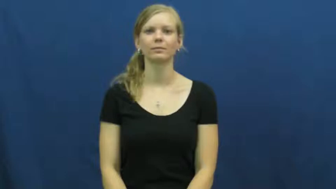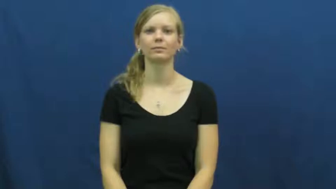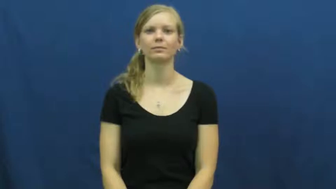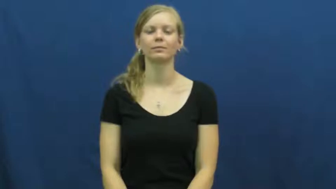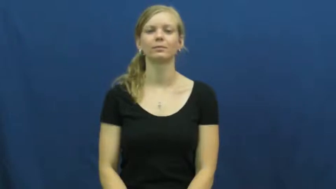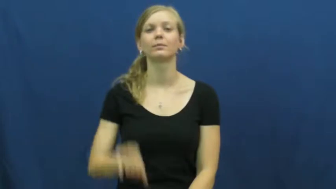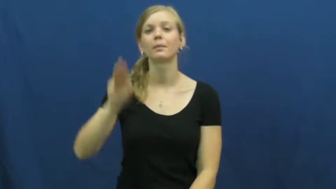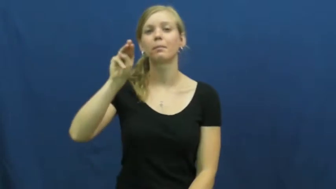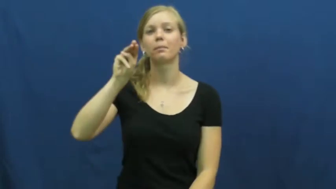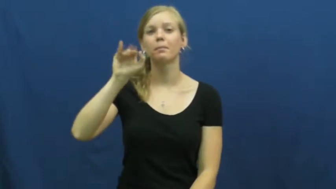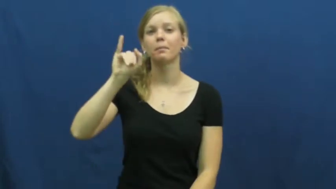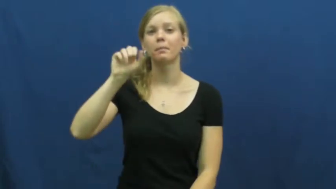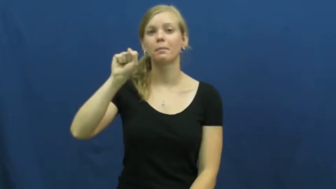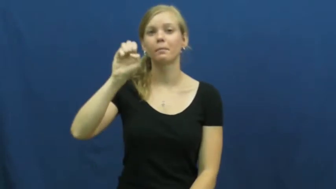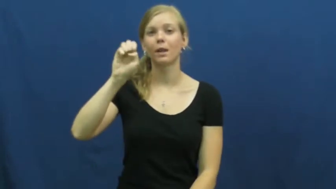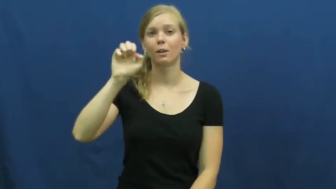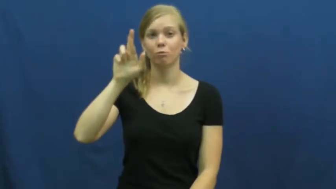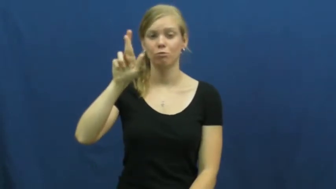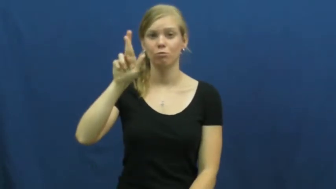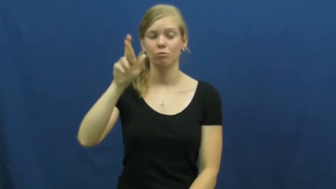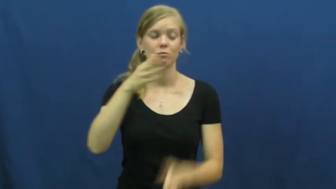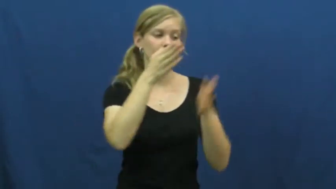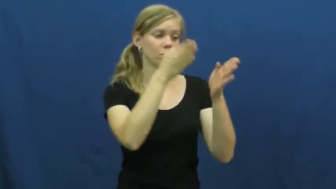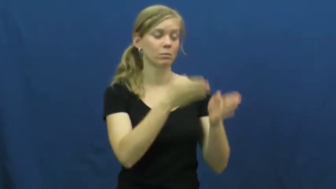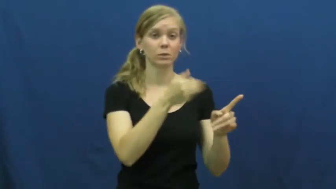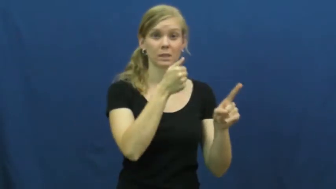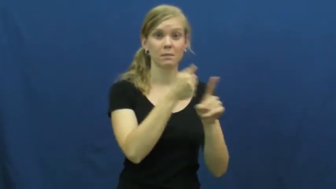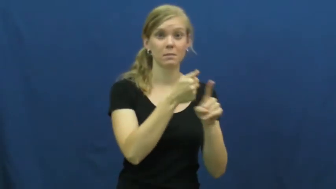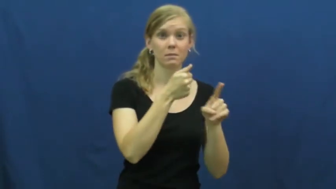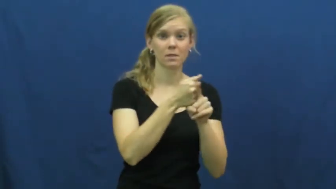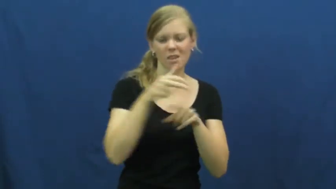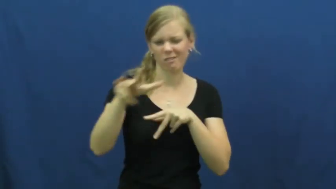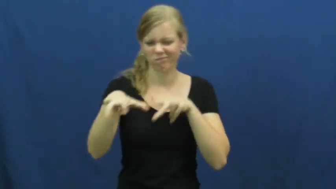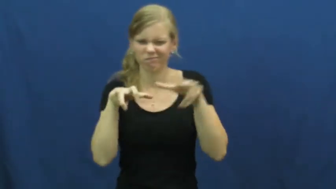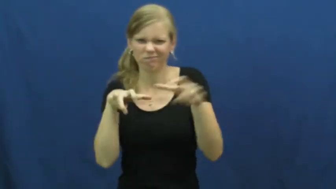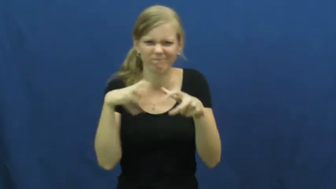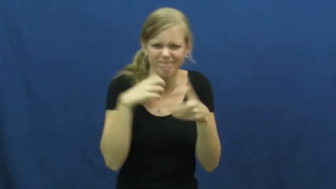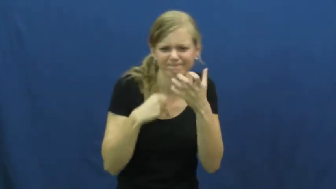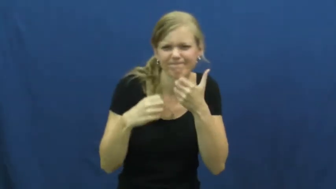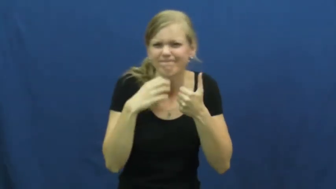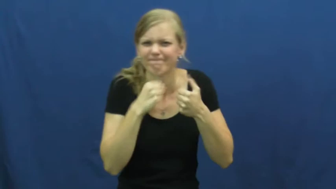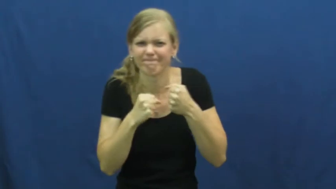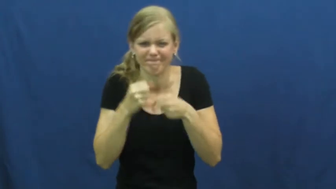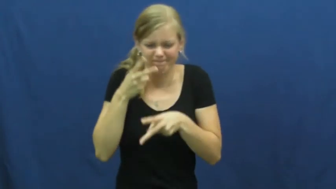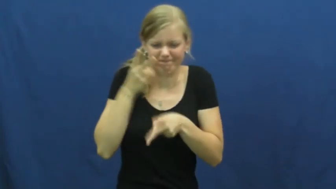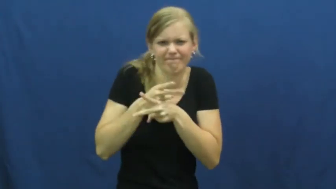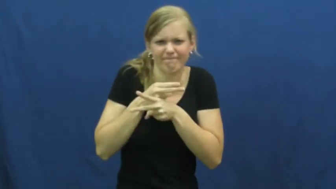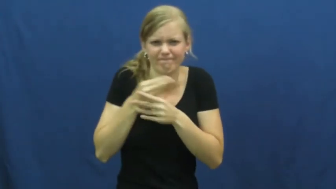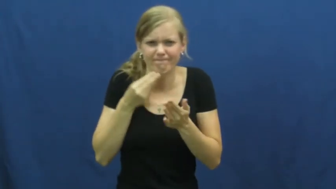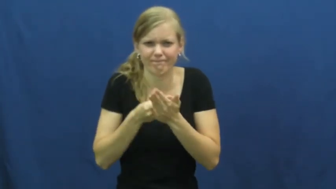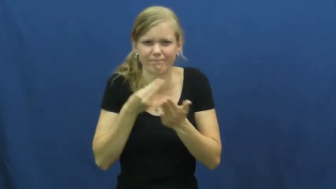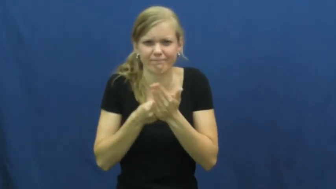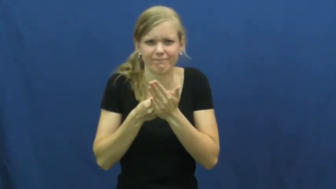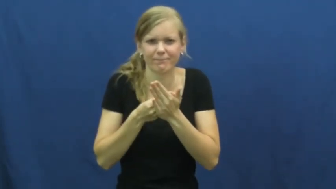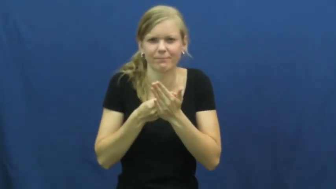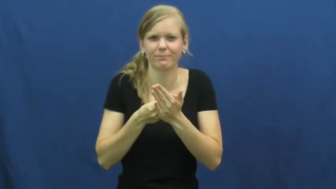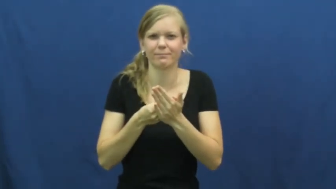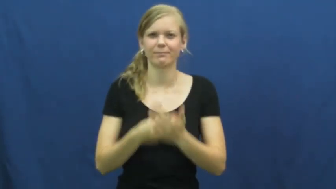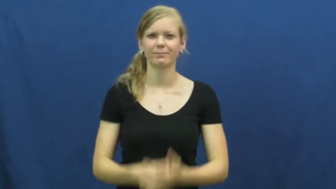miser